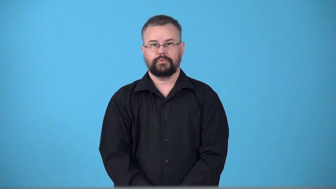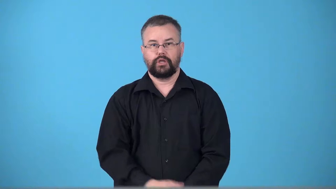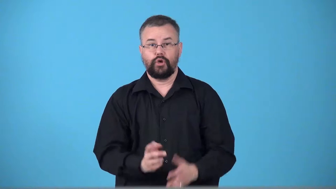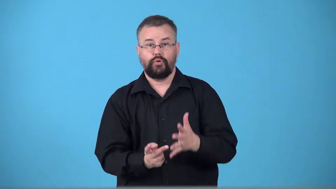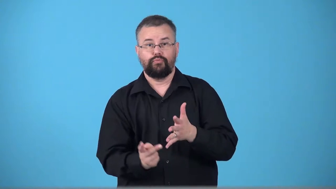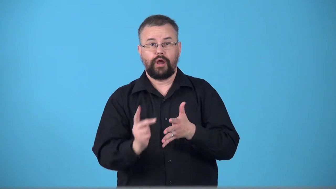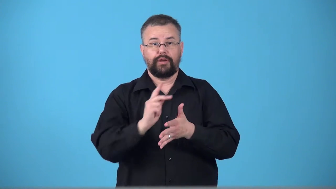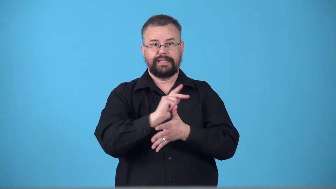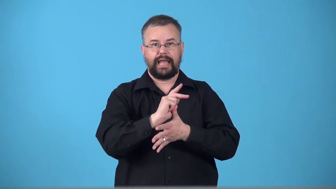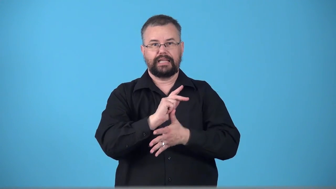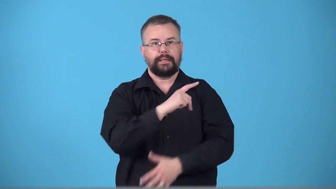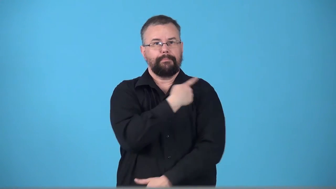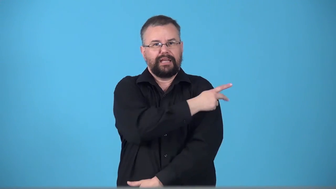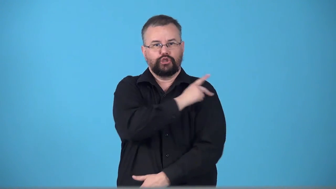triage